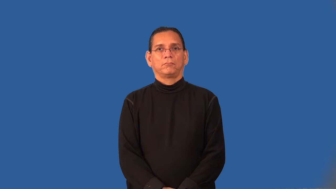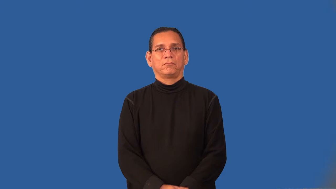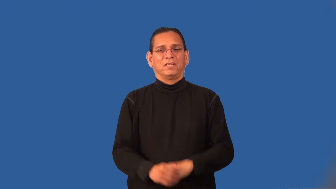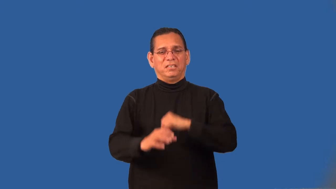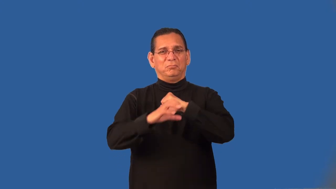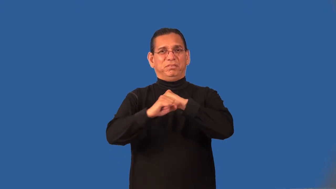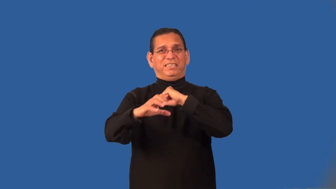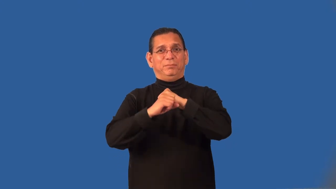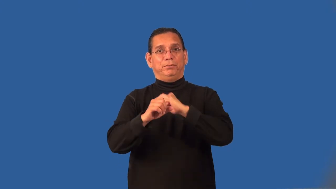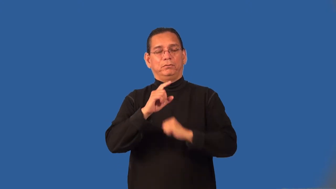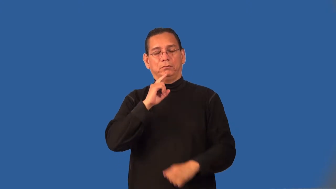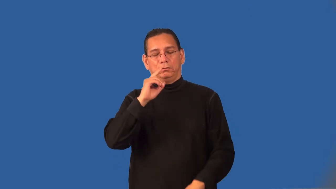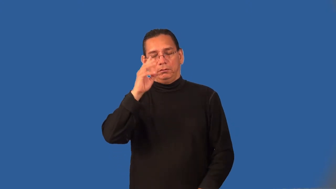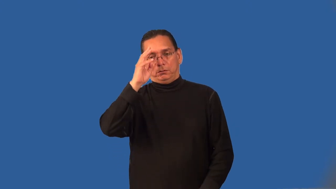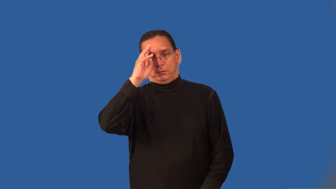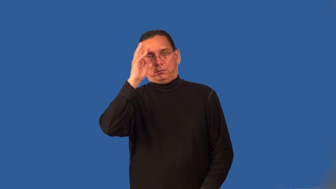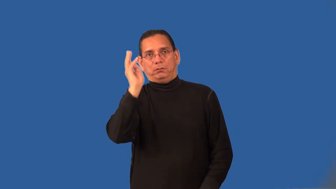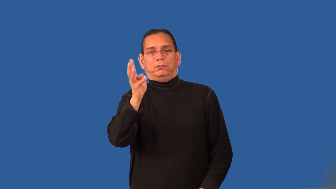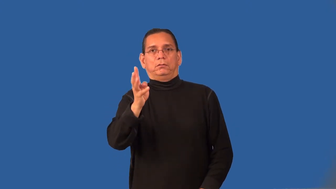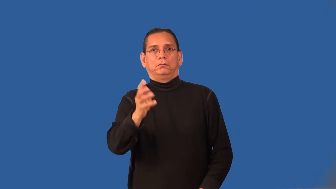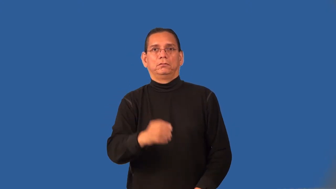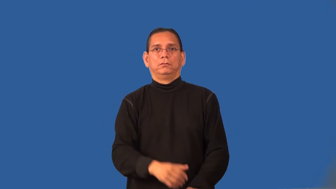propaganda